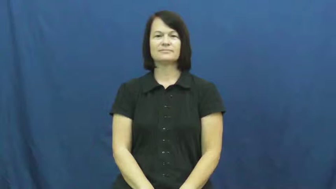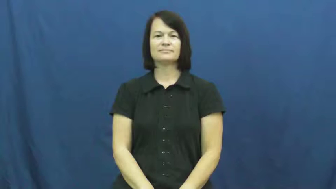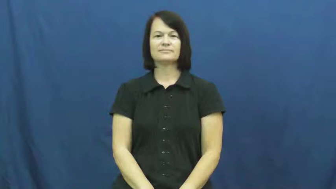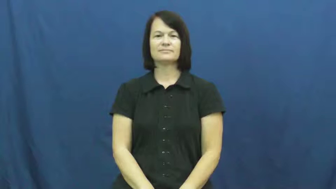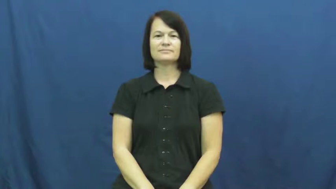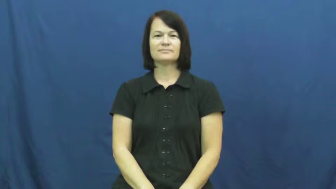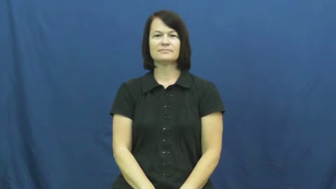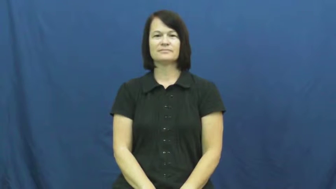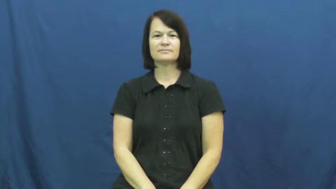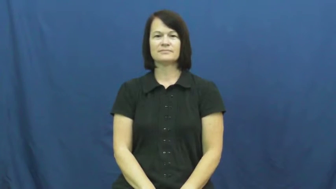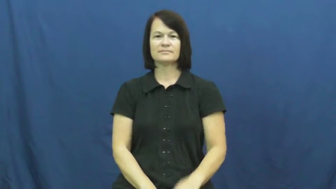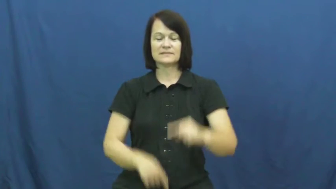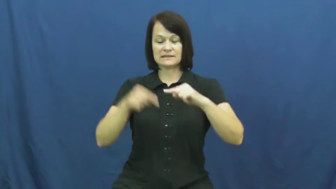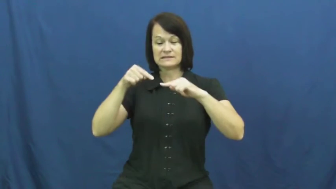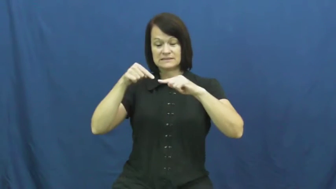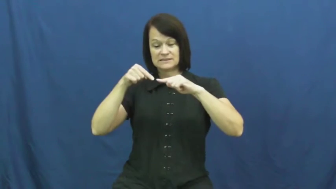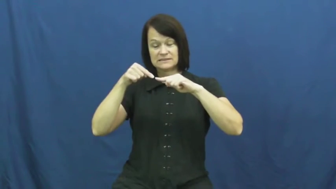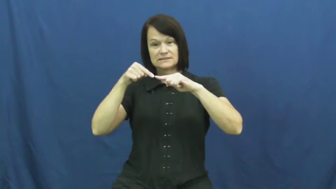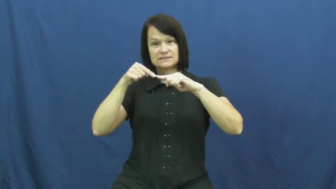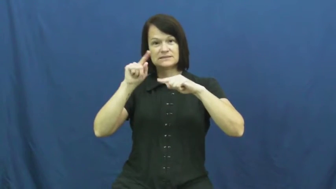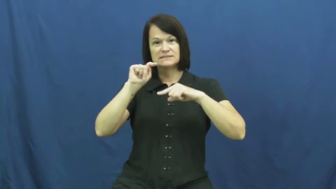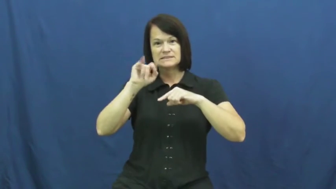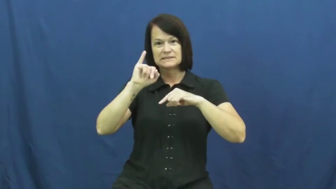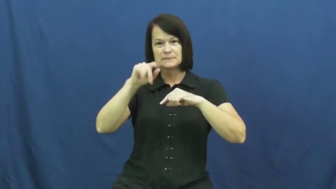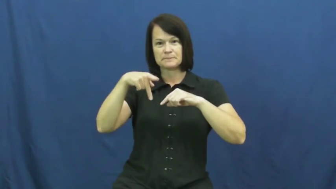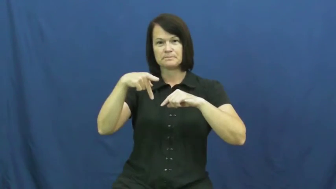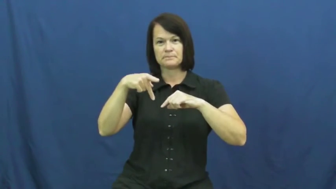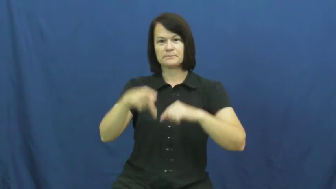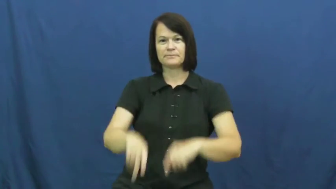tip,point-end